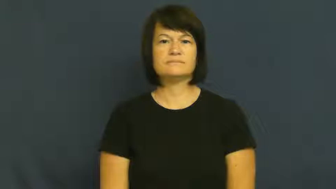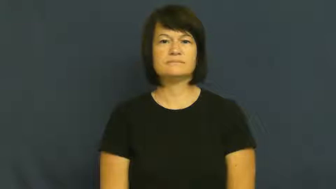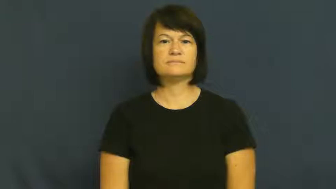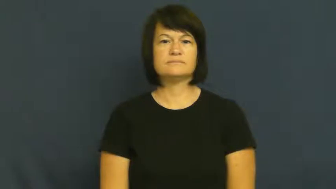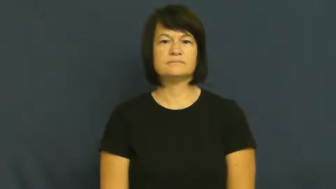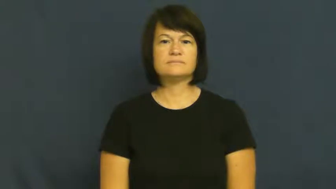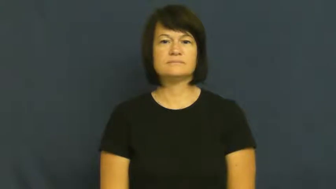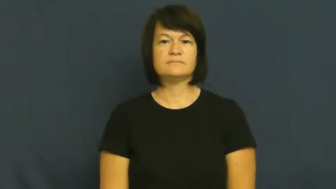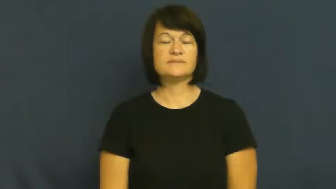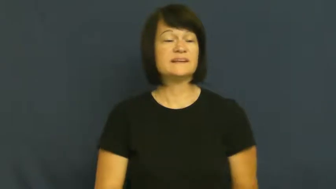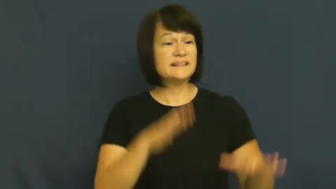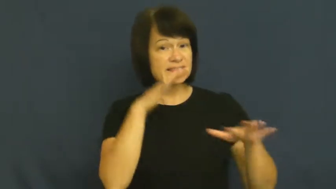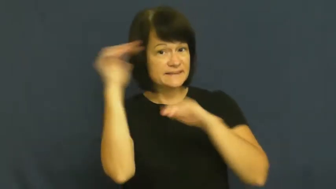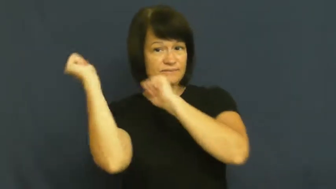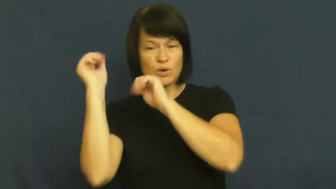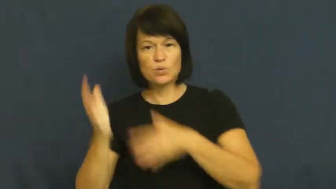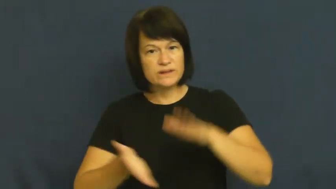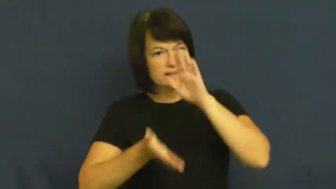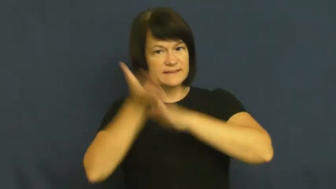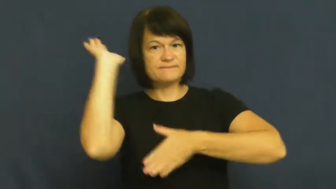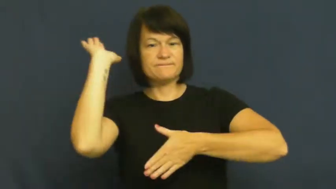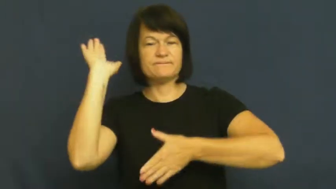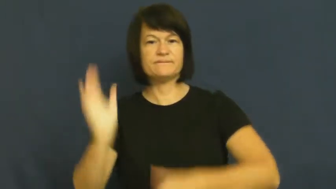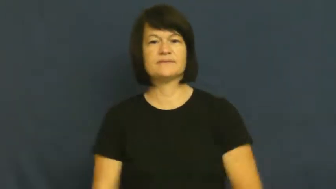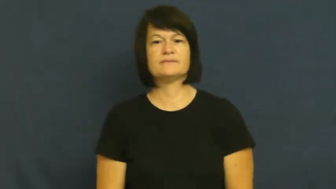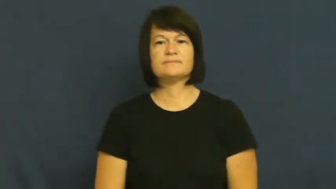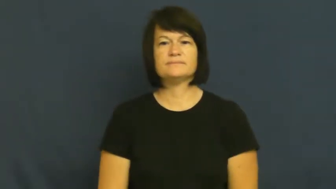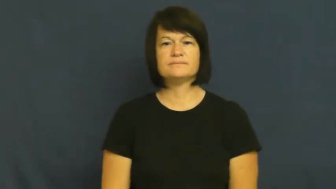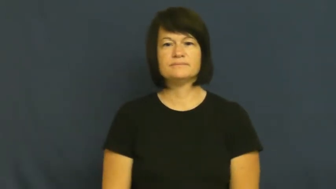sally forth